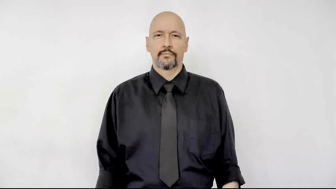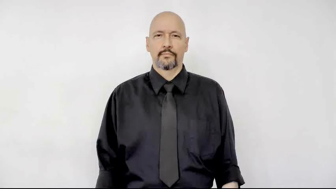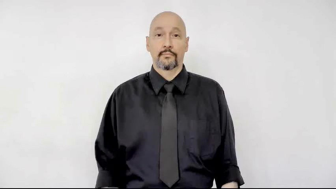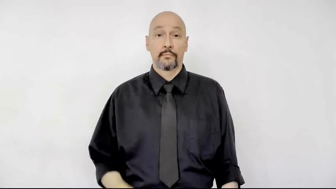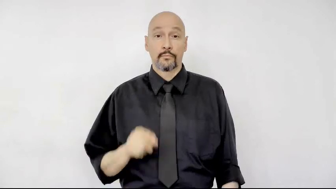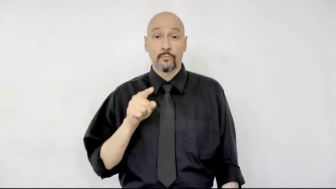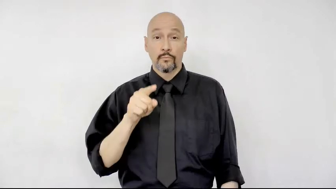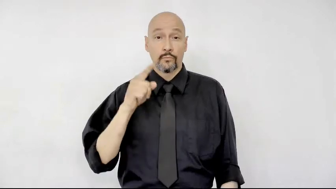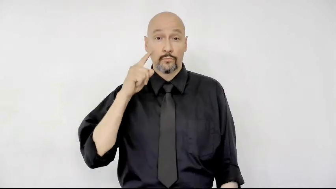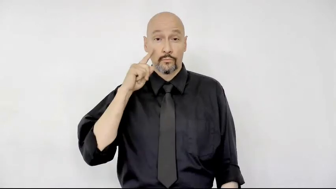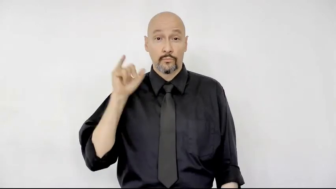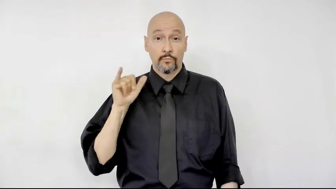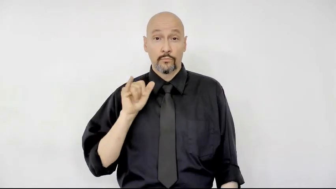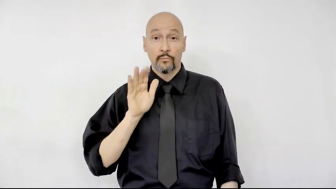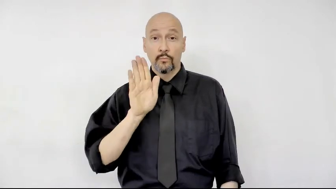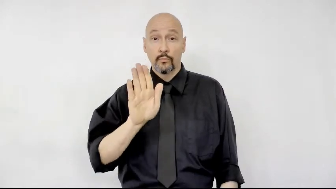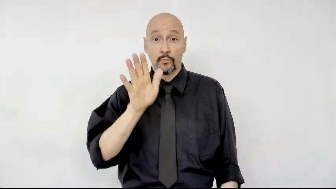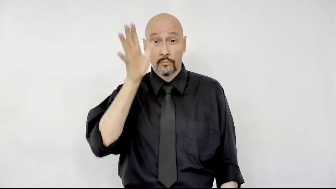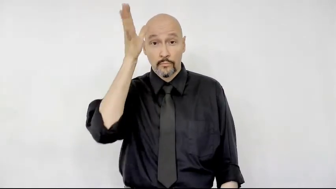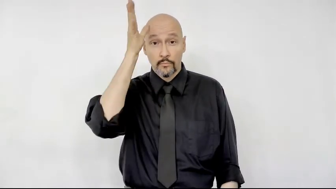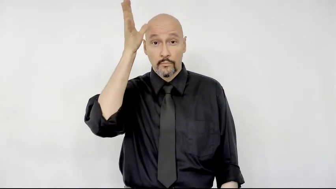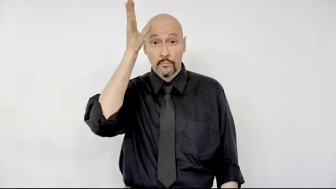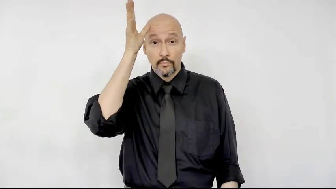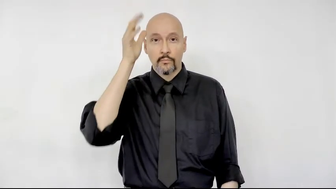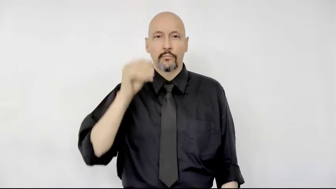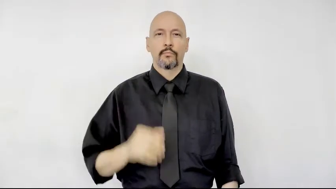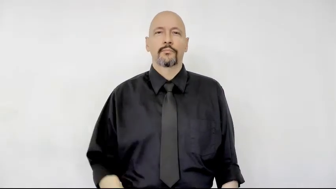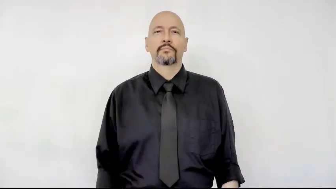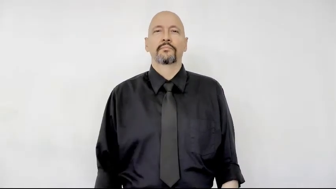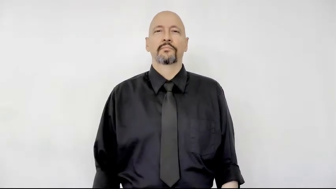you look like your dad?